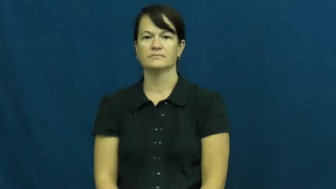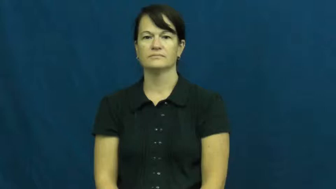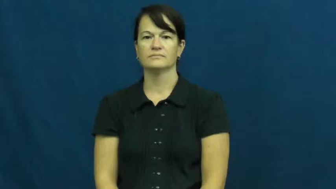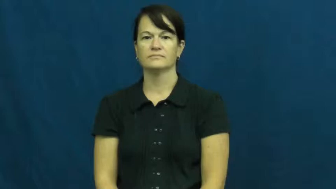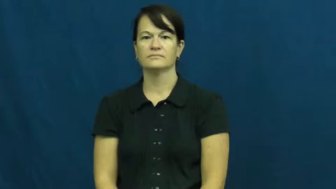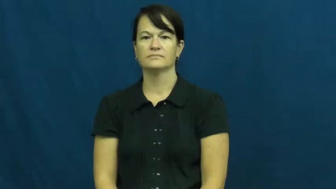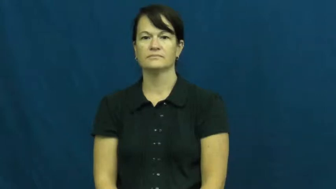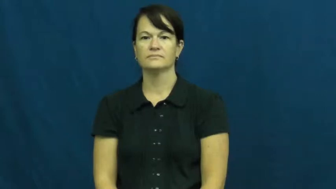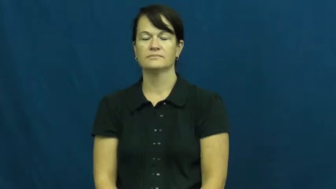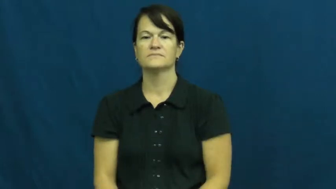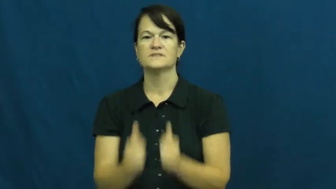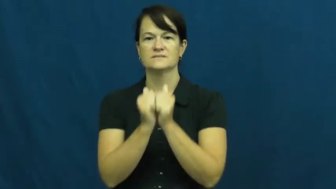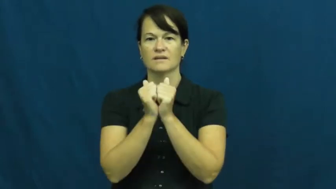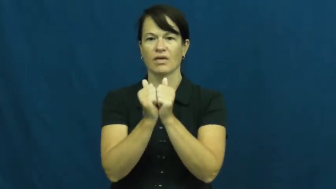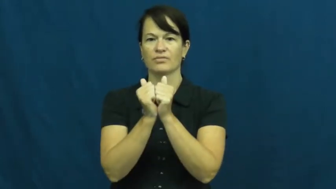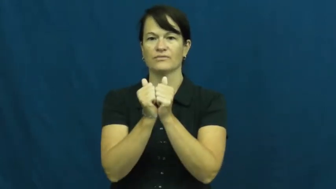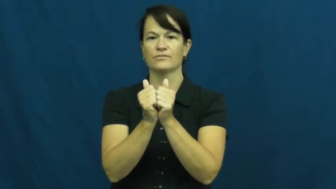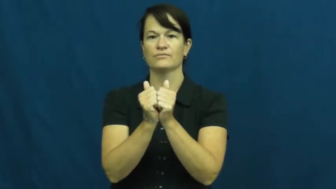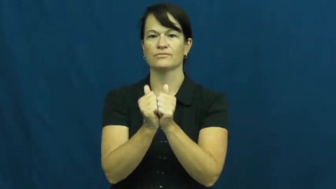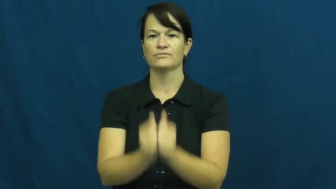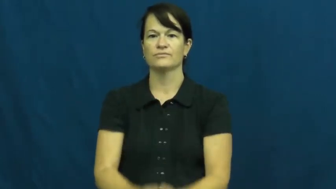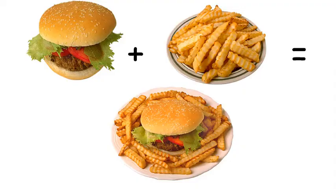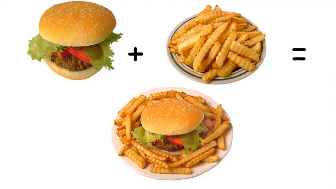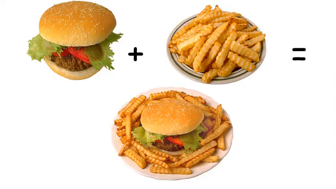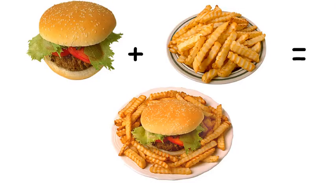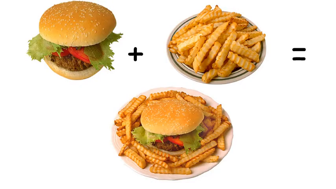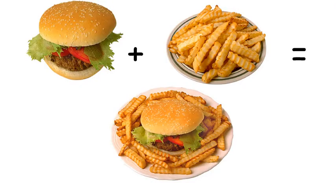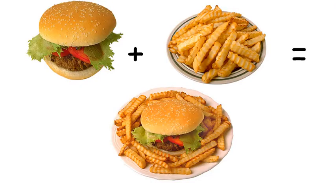accompany,go together,go with,attendant,collateral